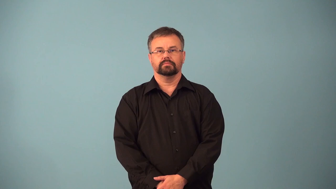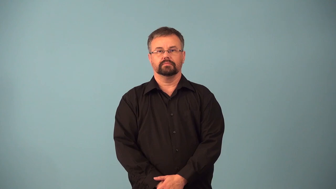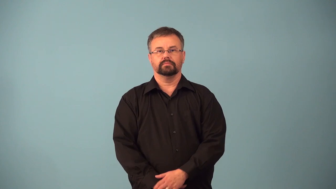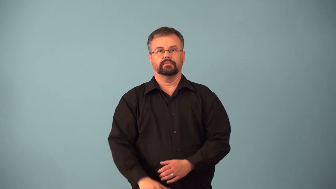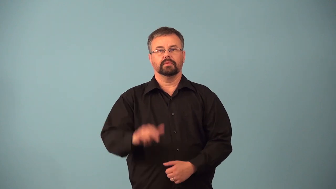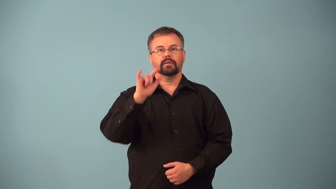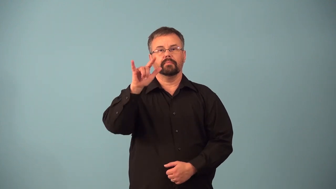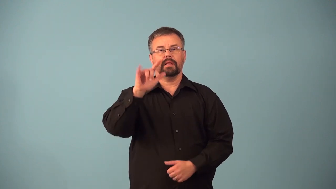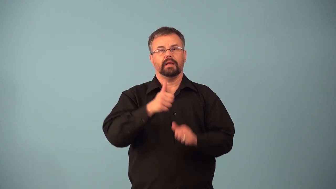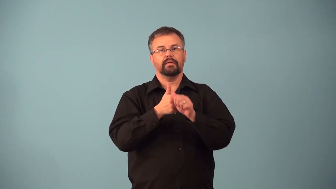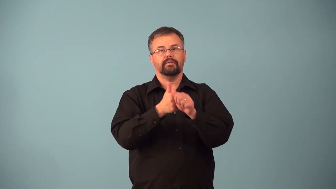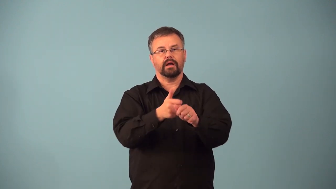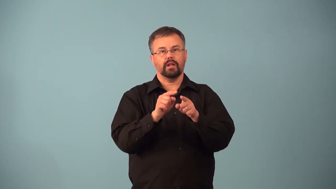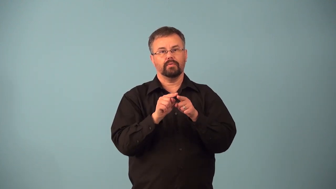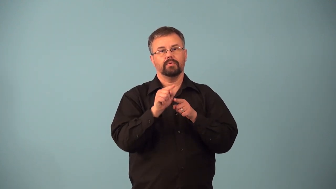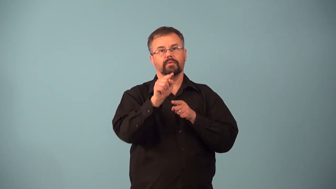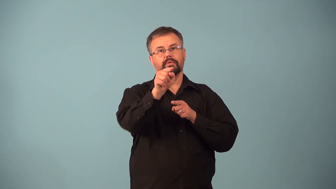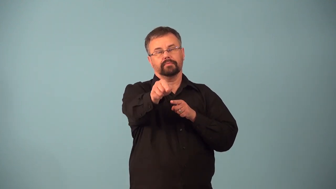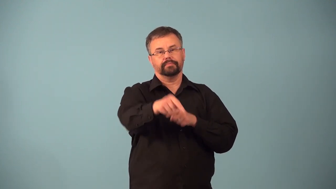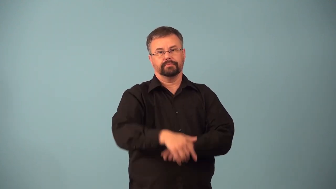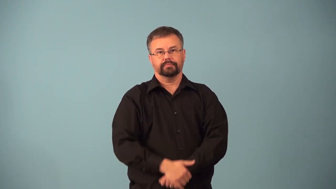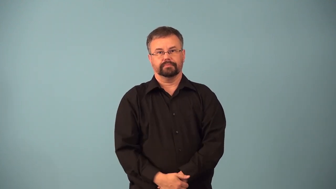airway-sky